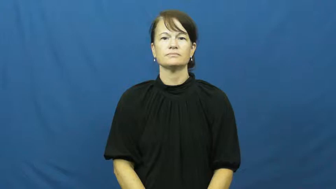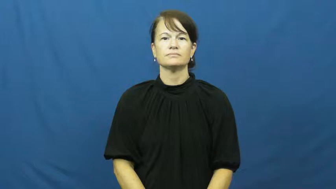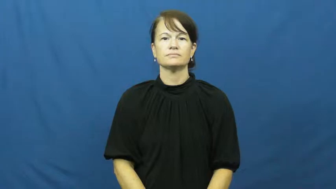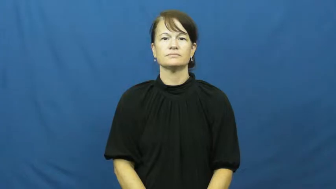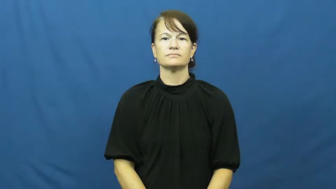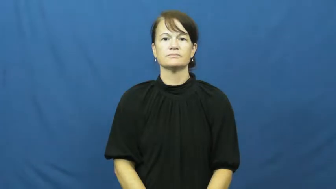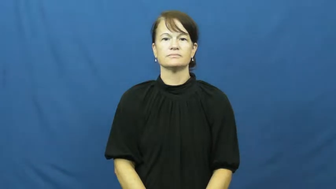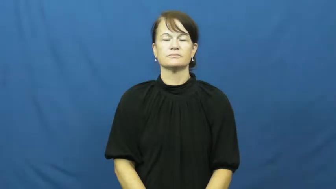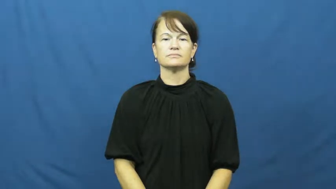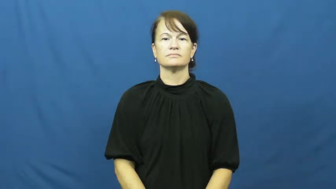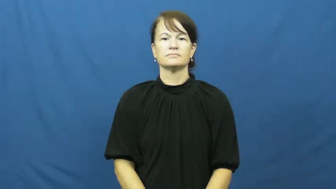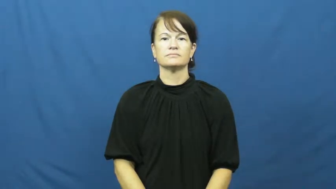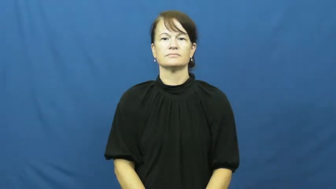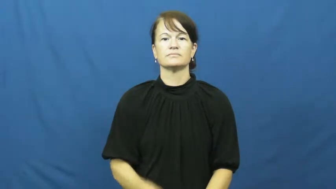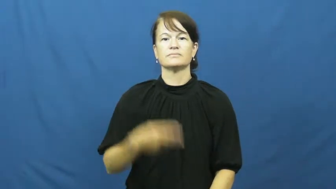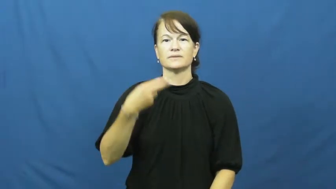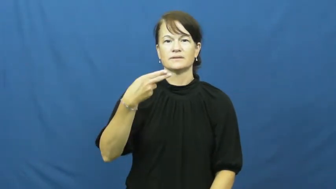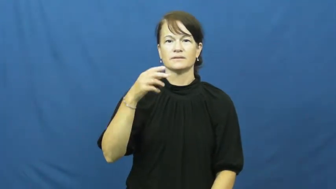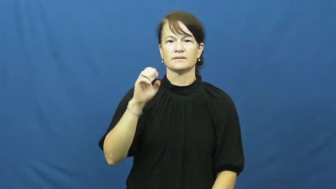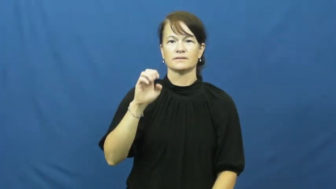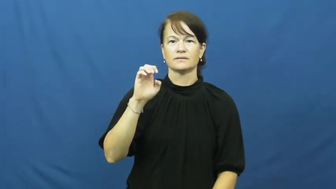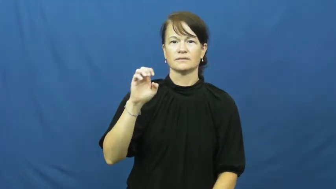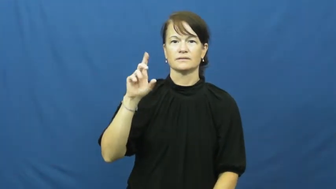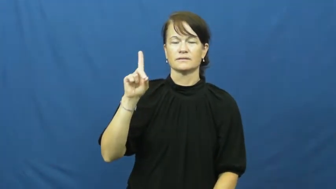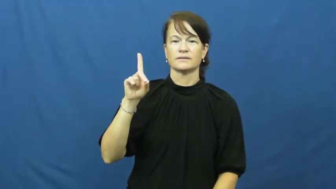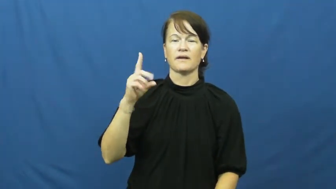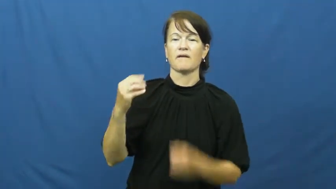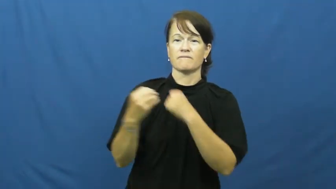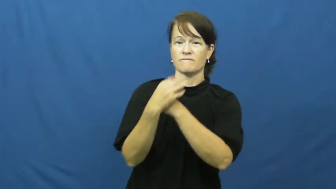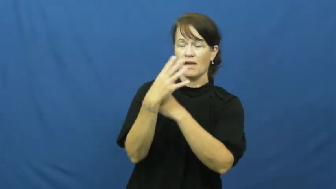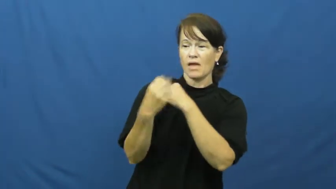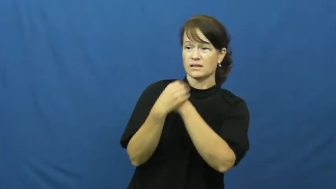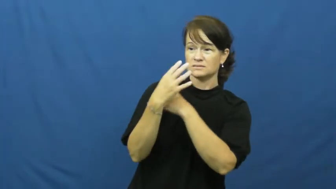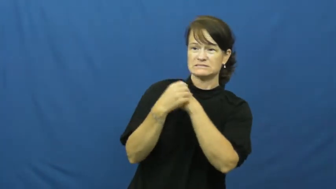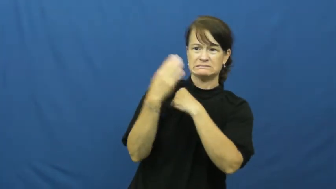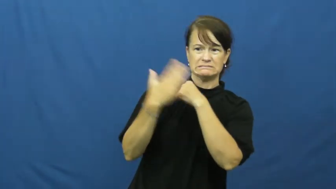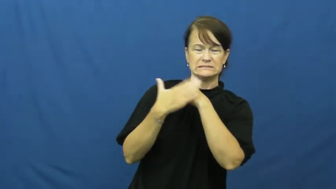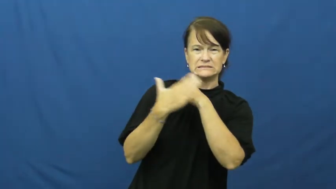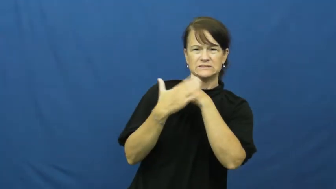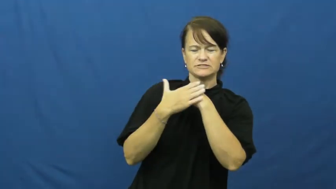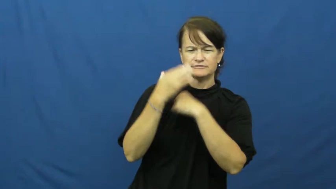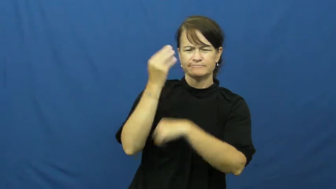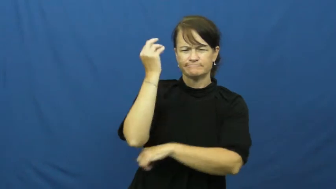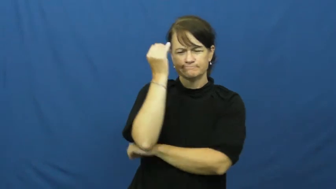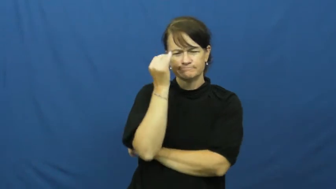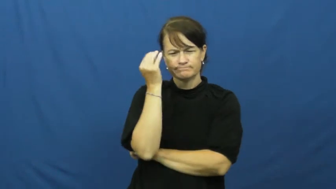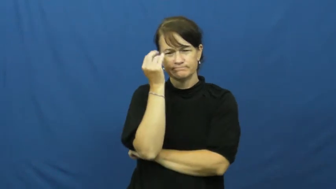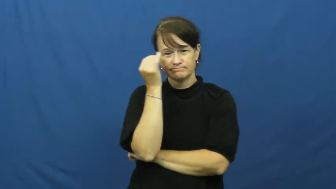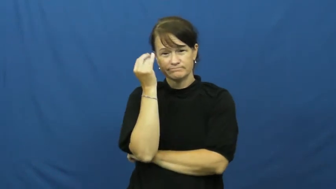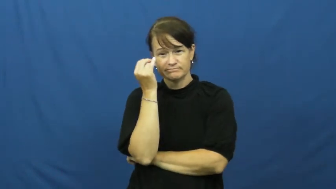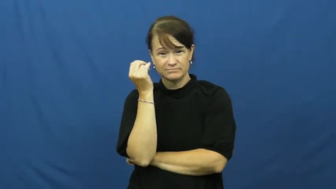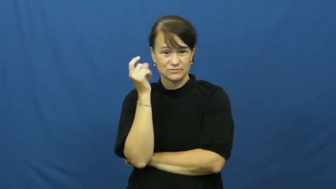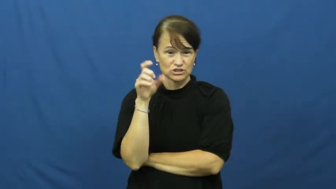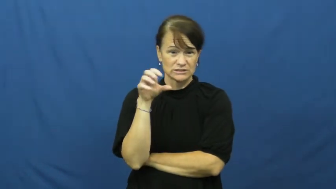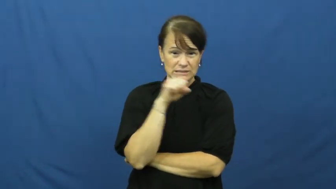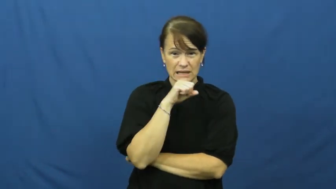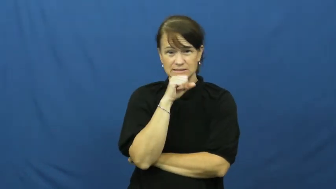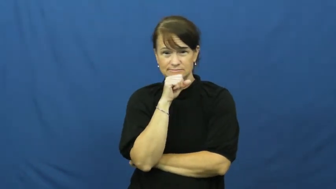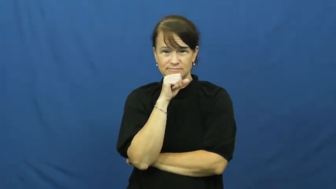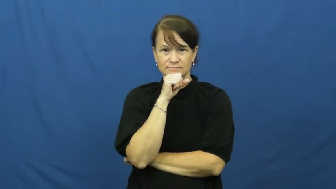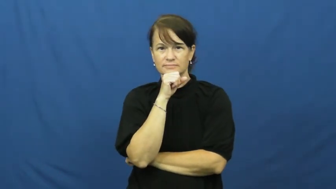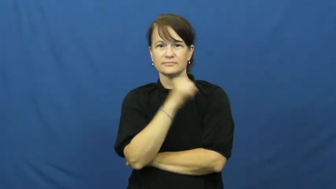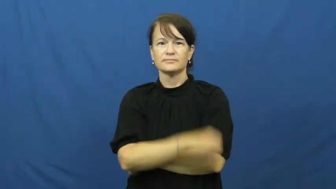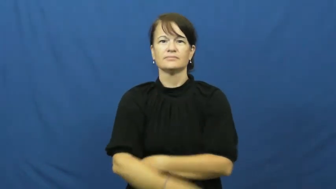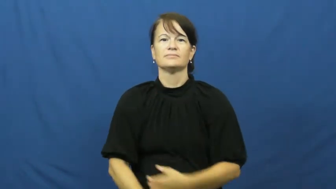heed